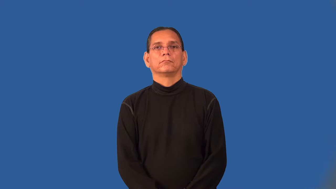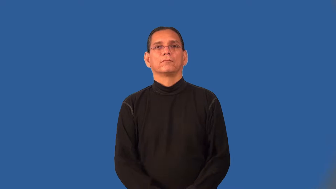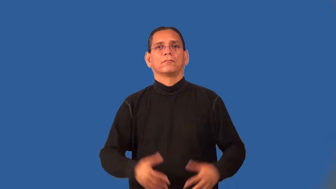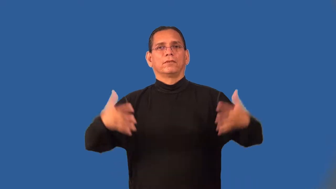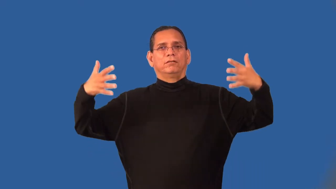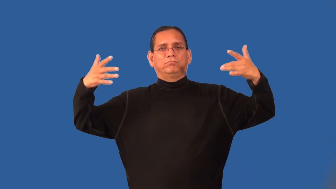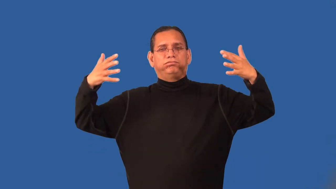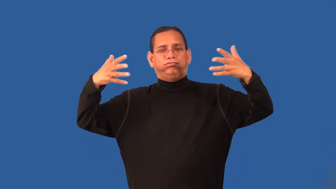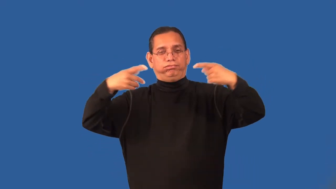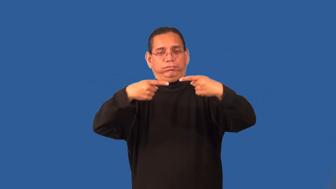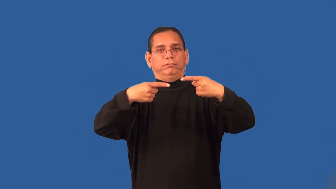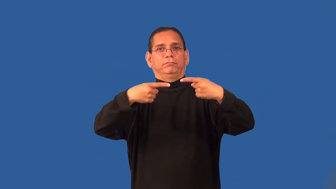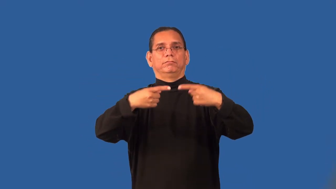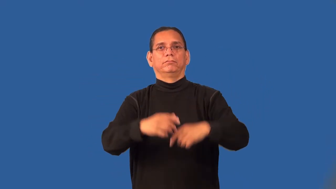playoff